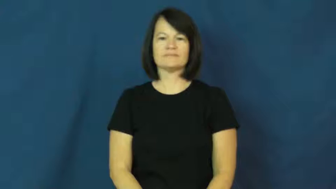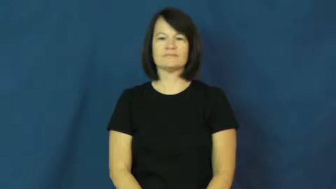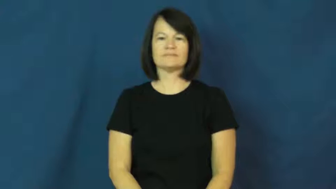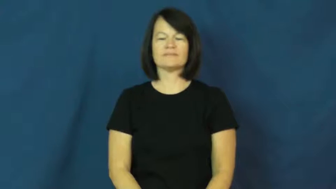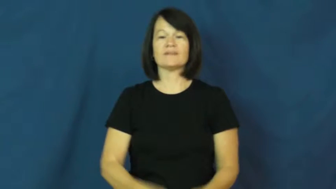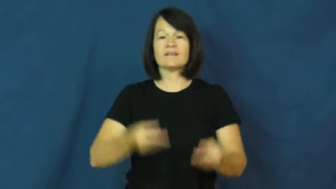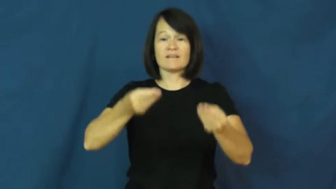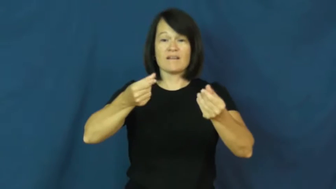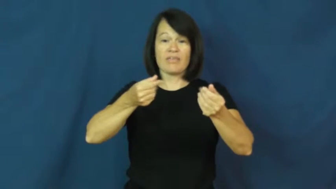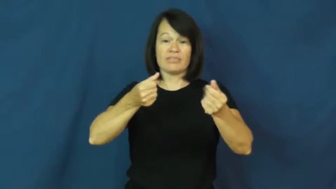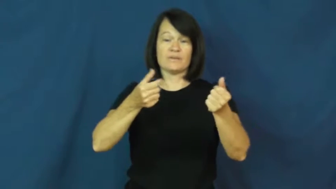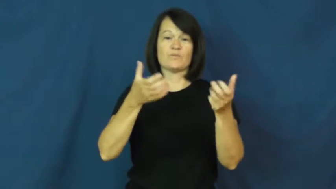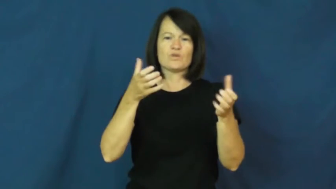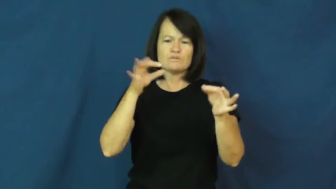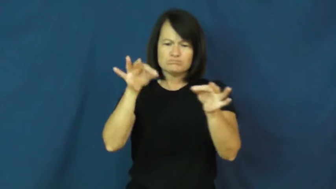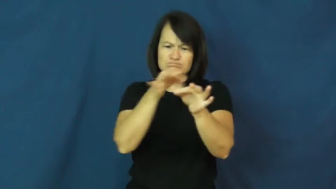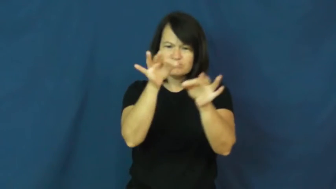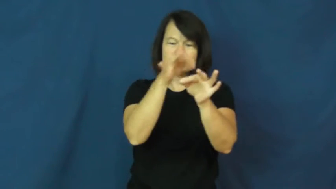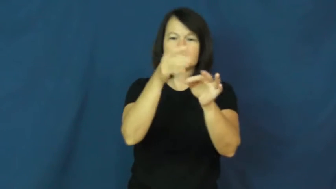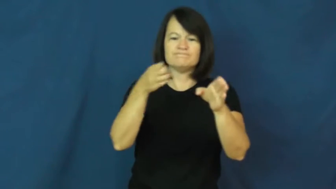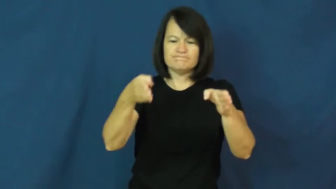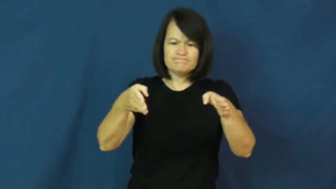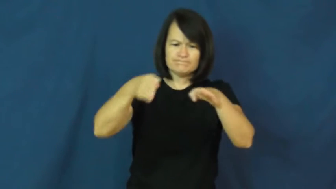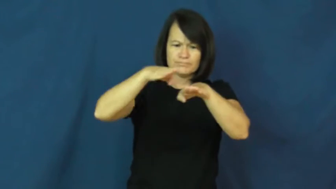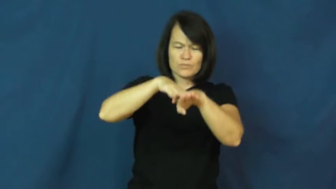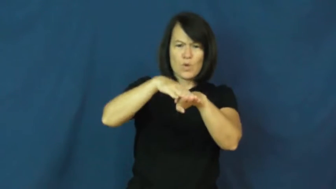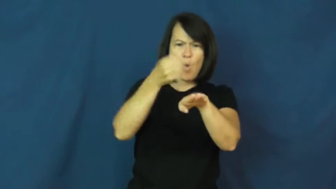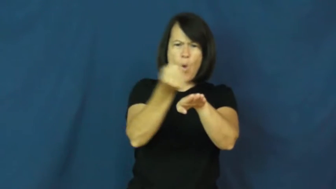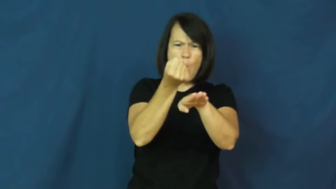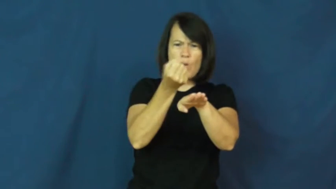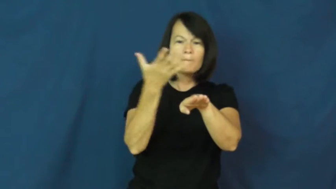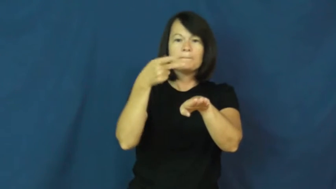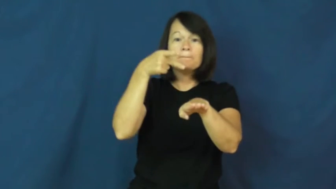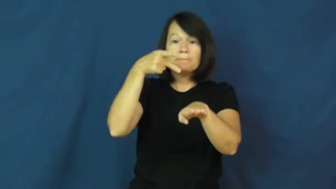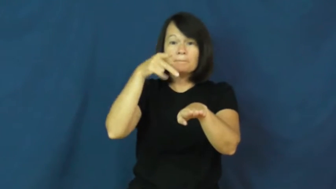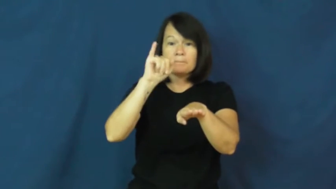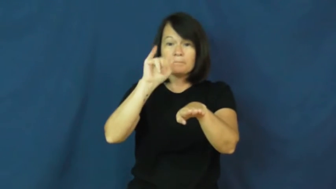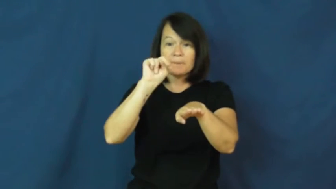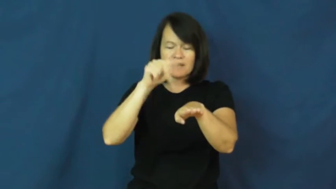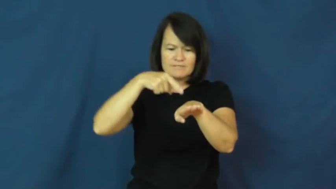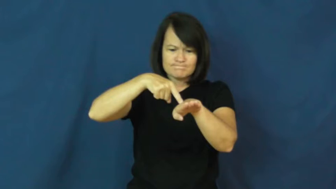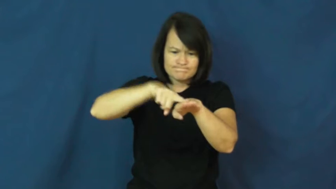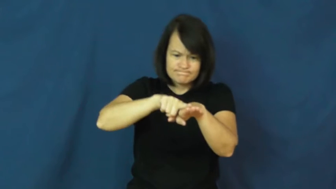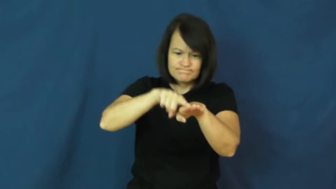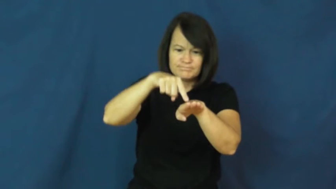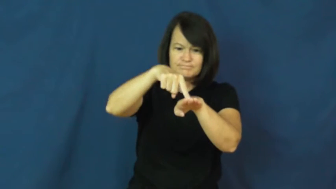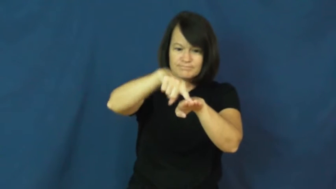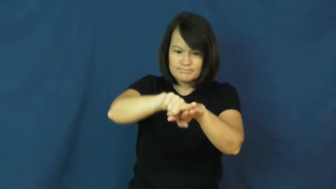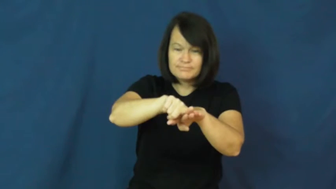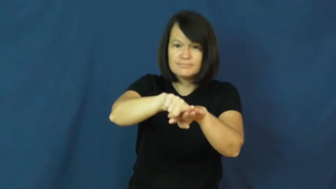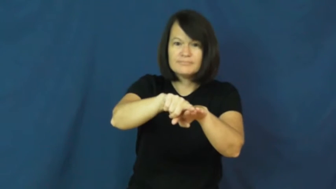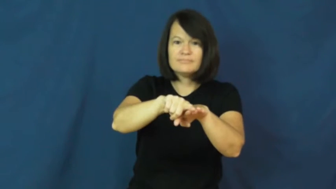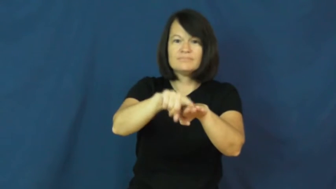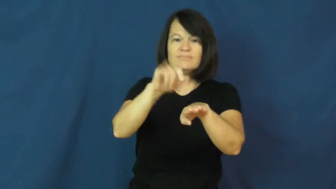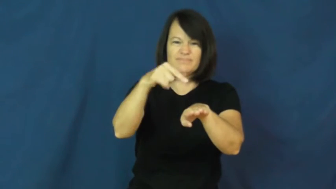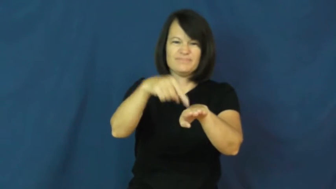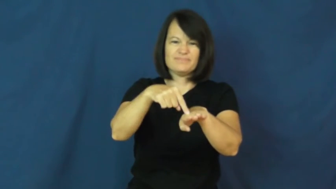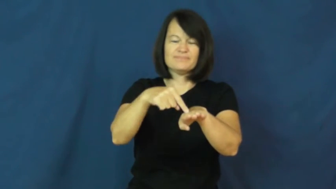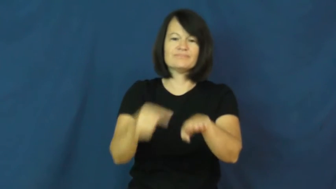pin-straight